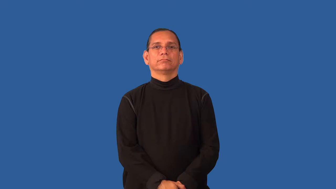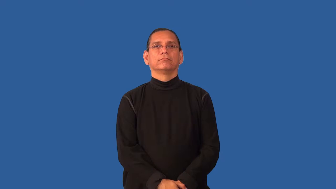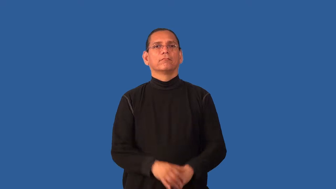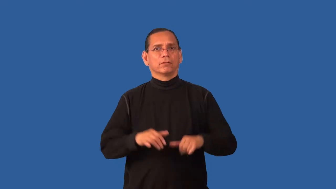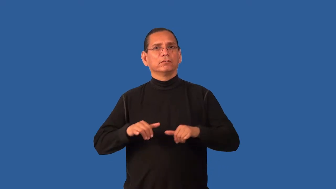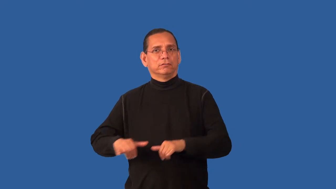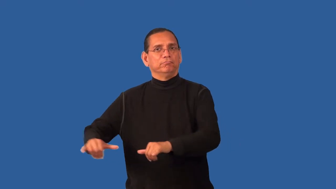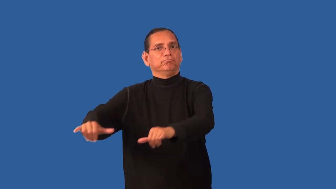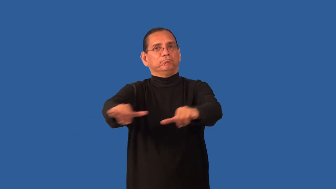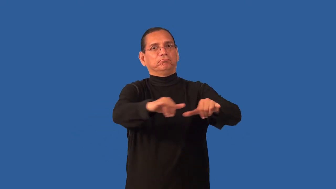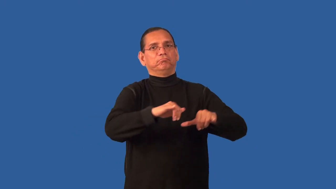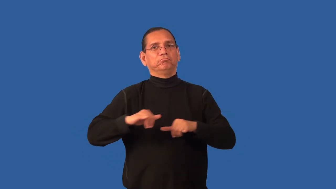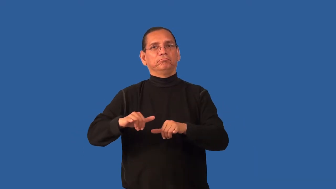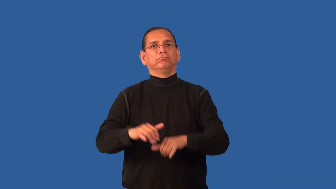endemic-common